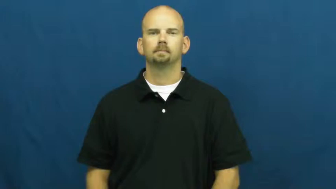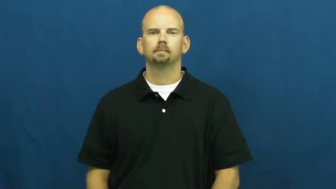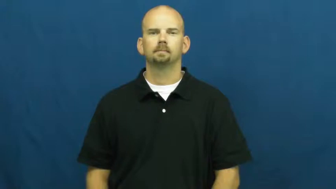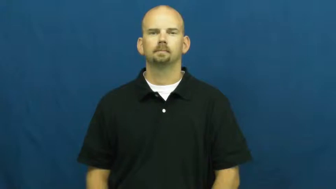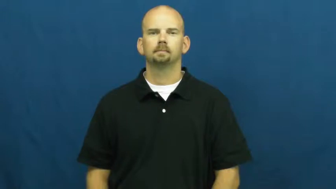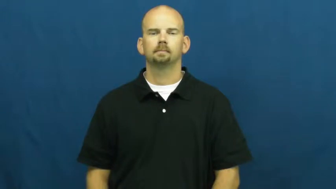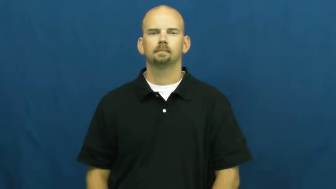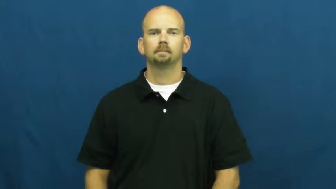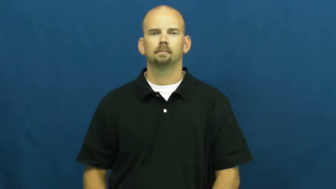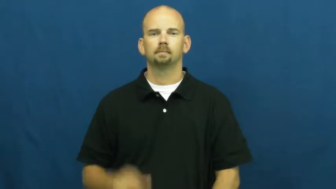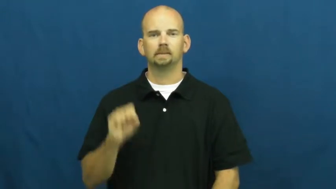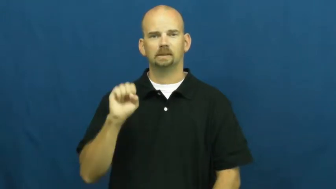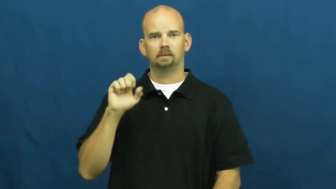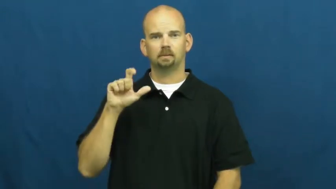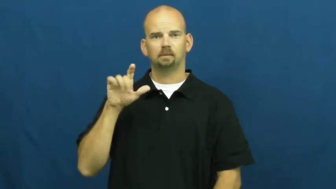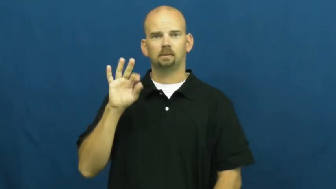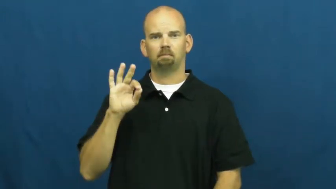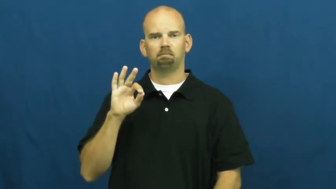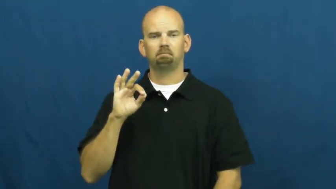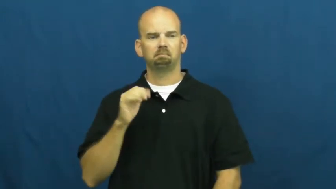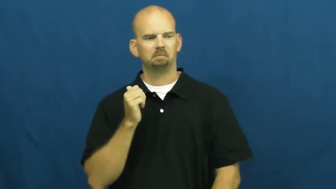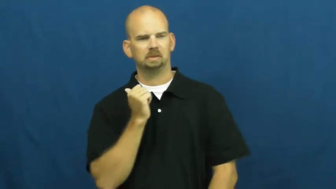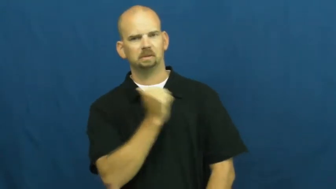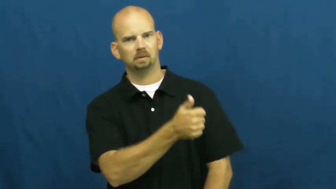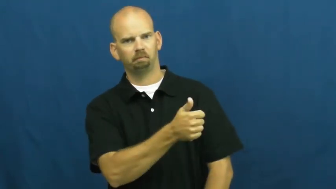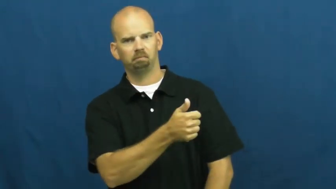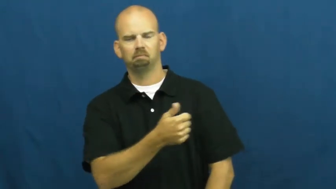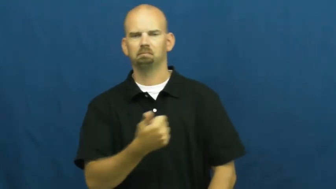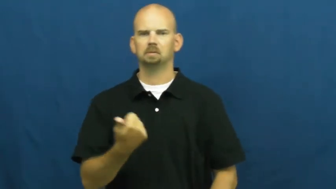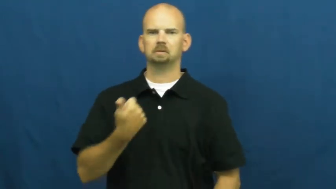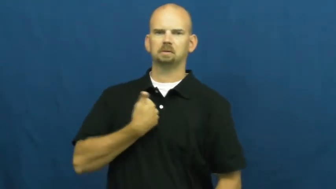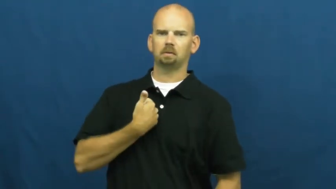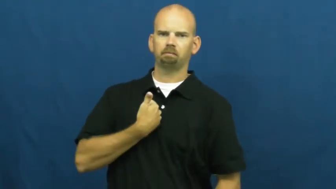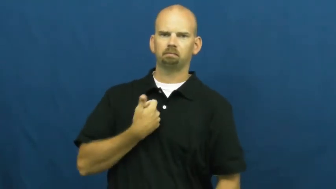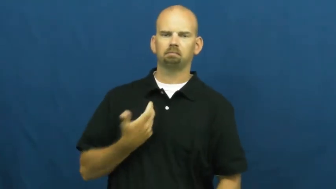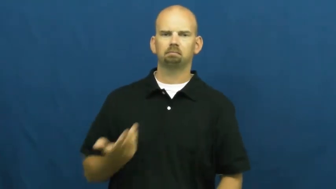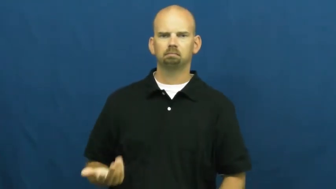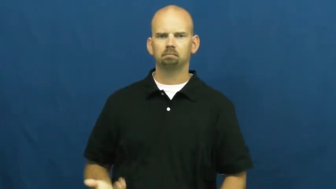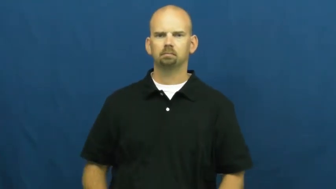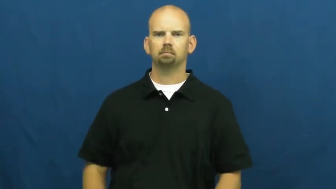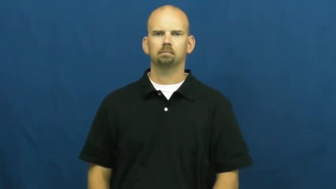self